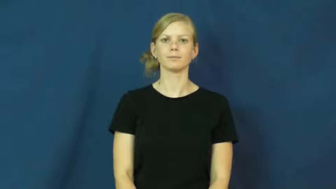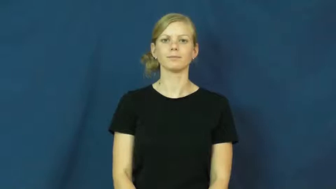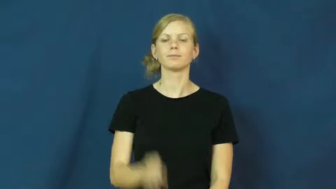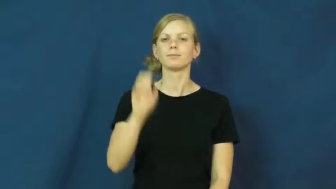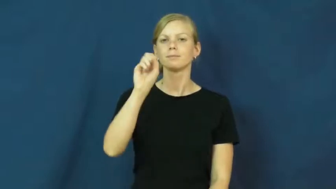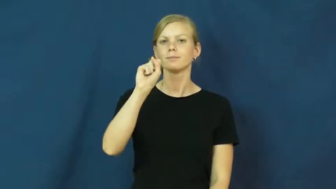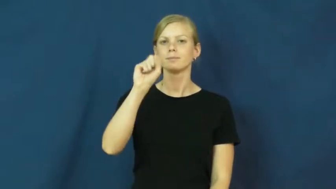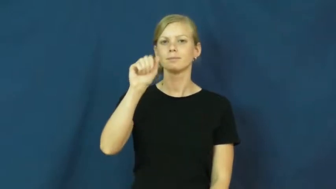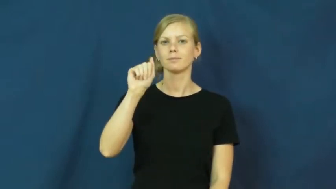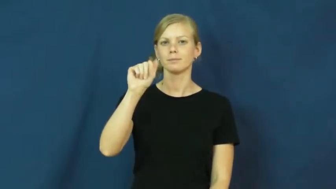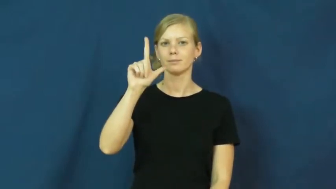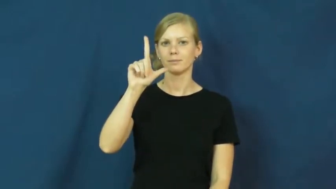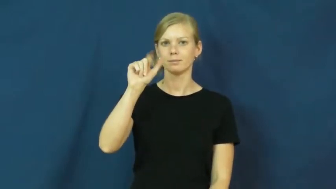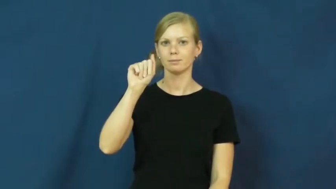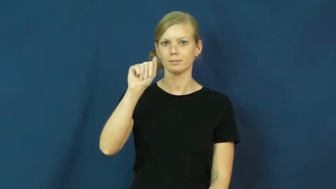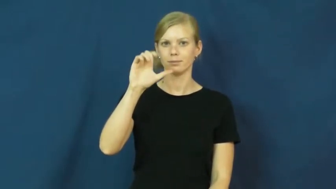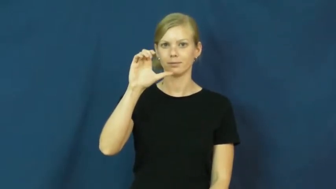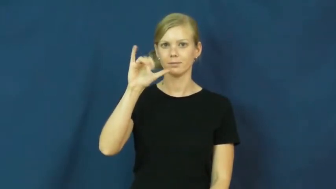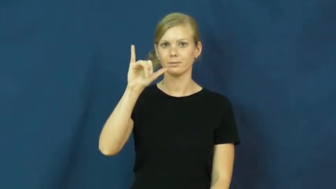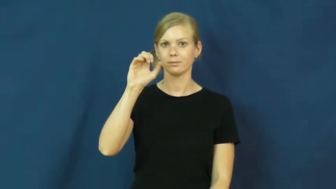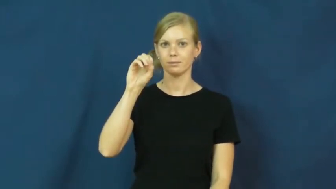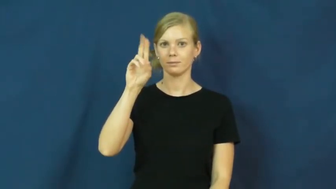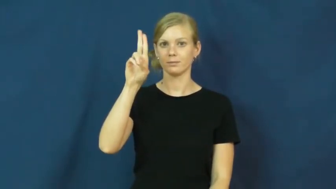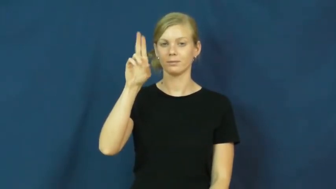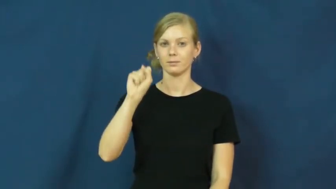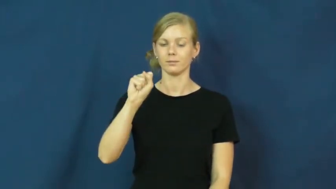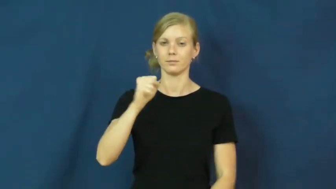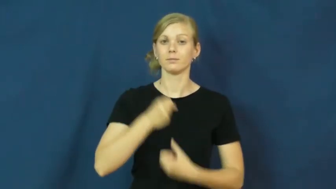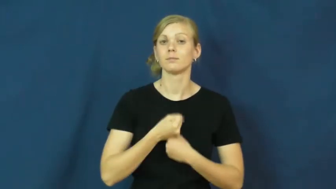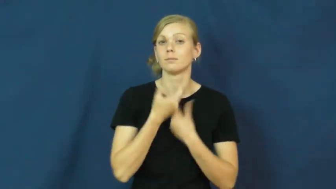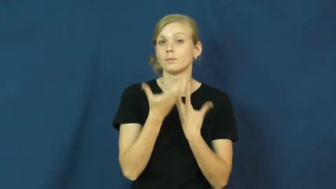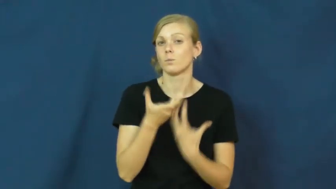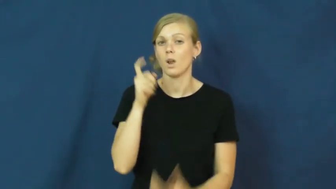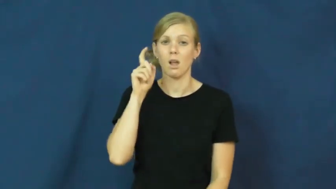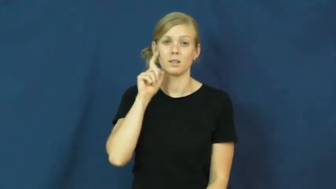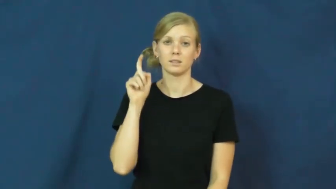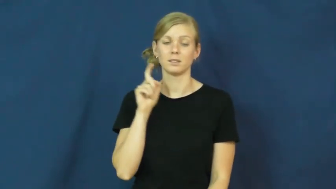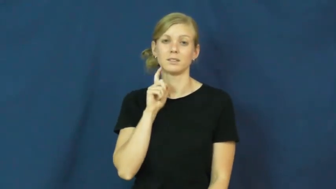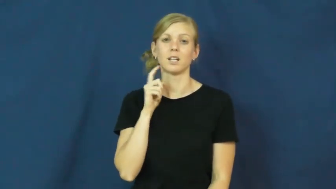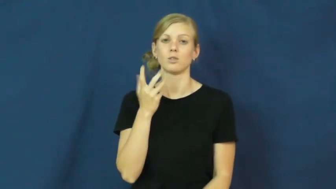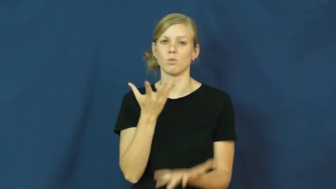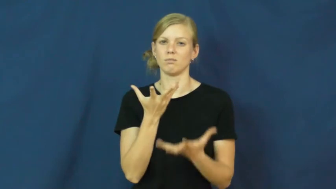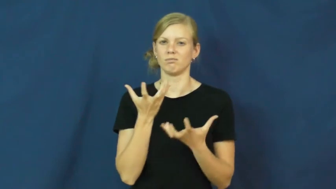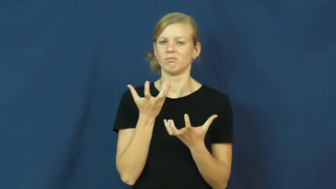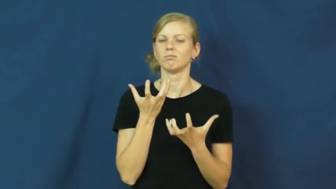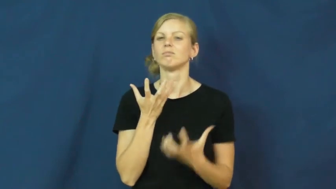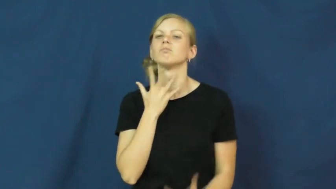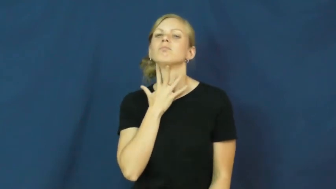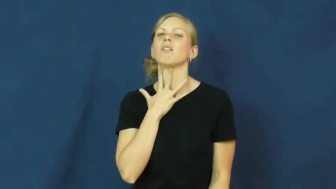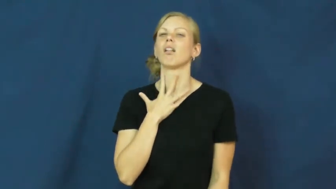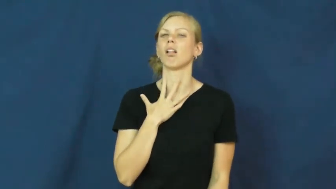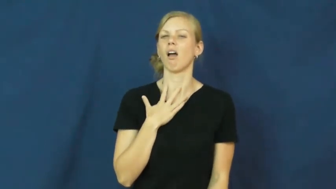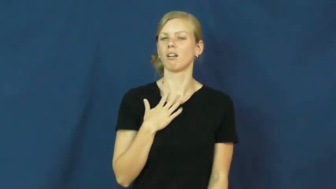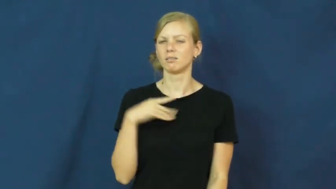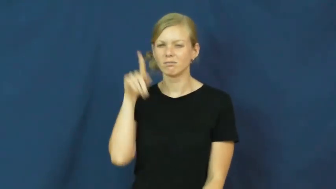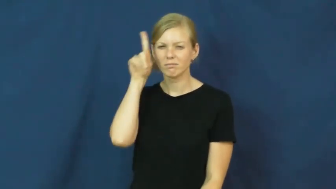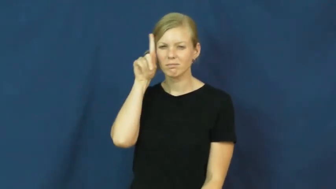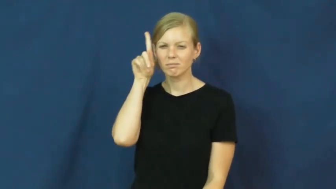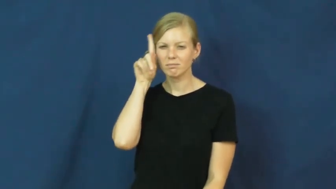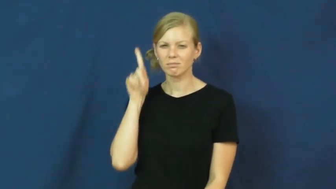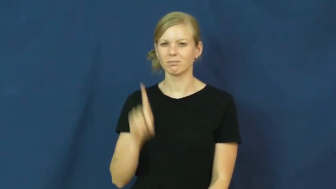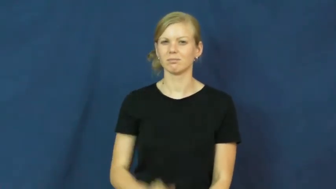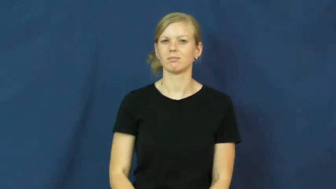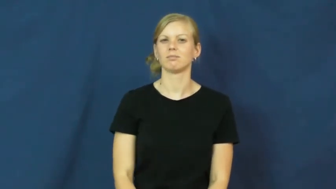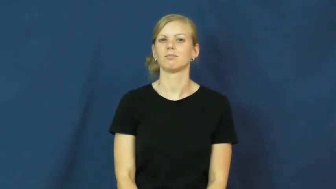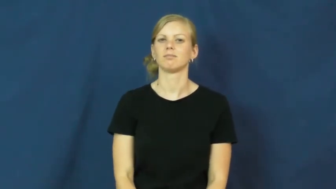salacious